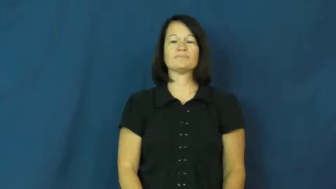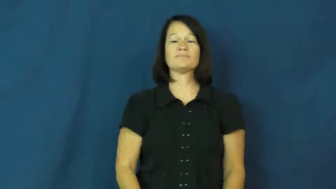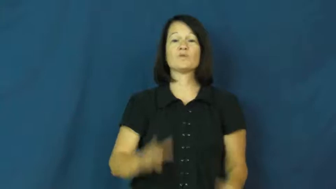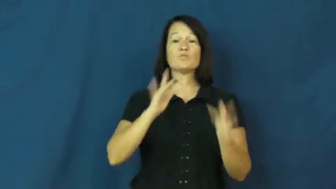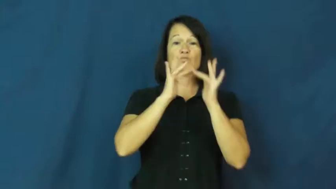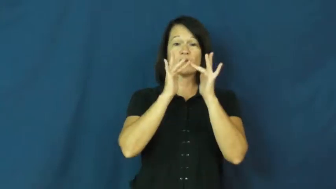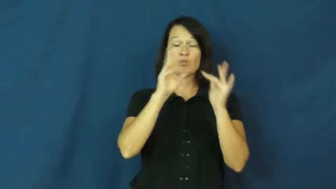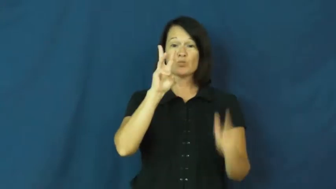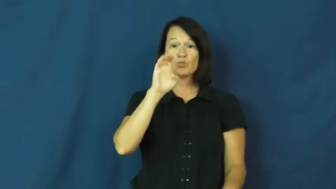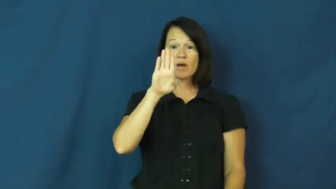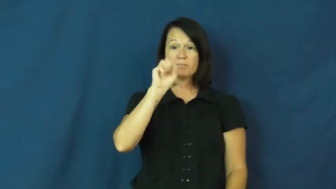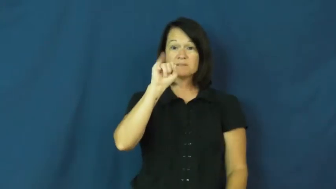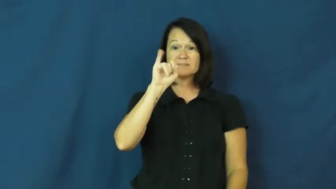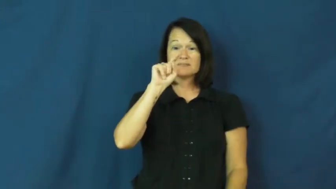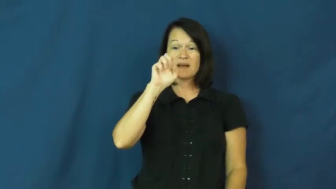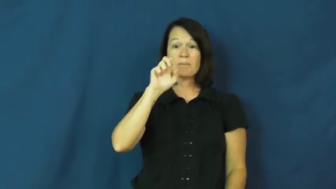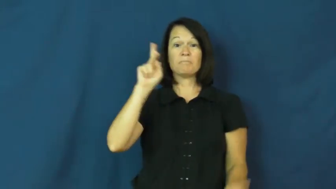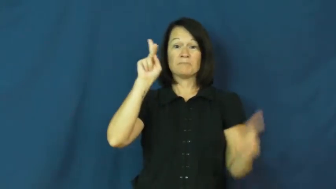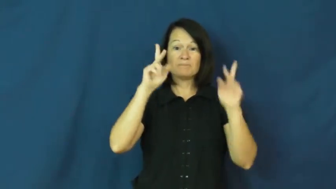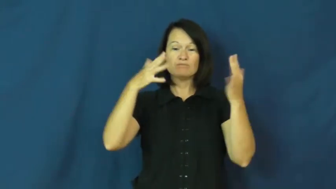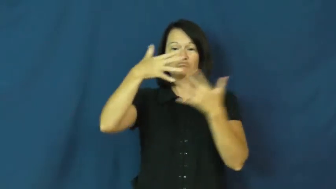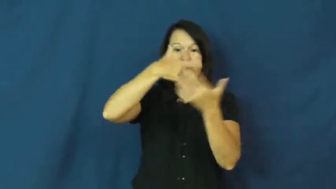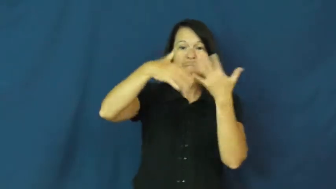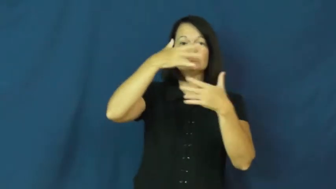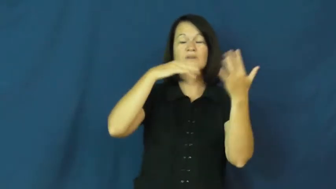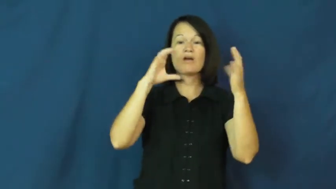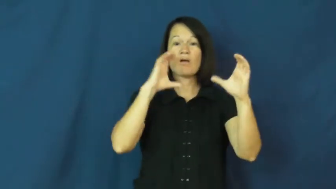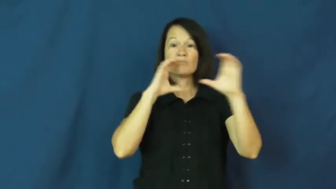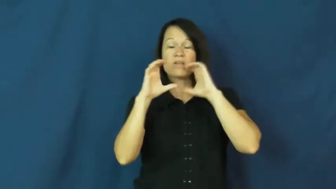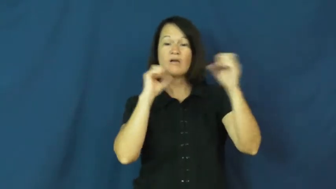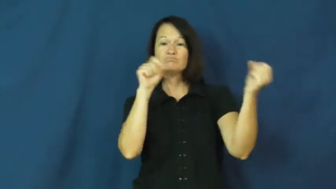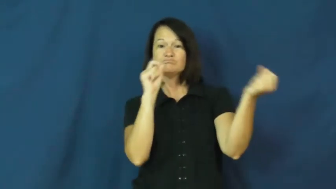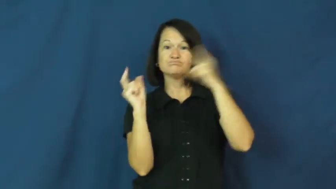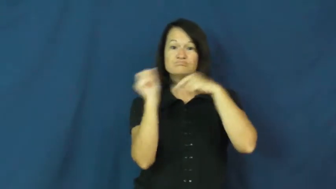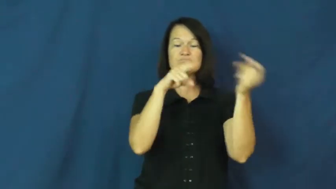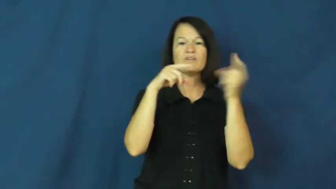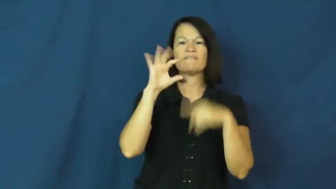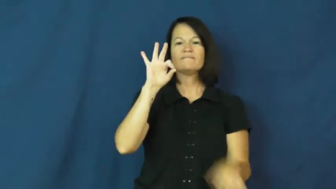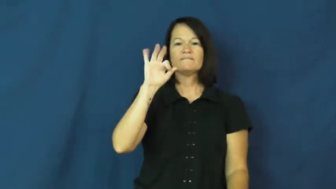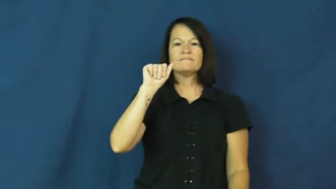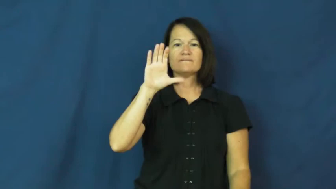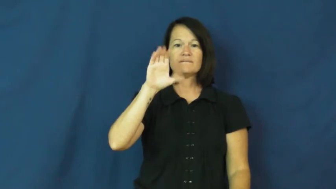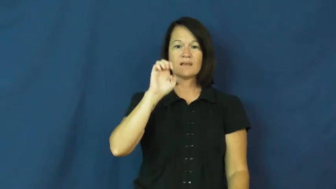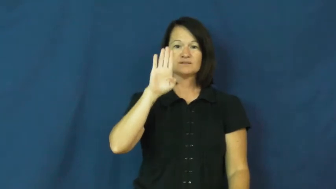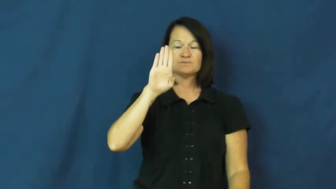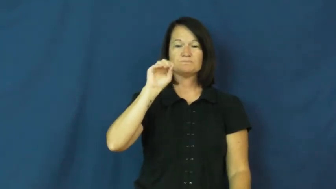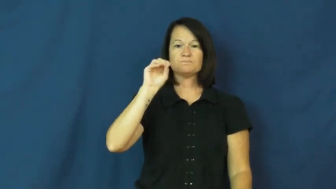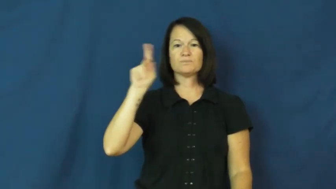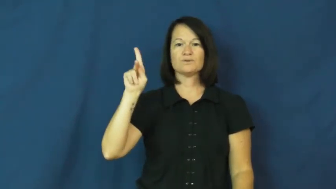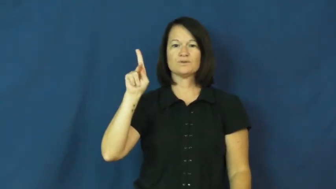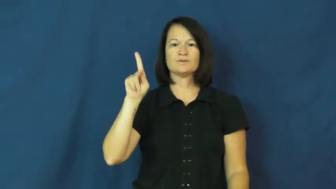facebook